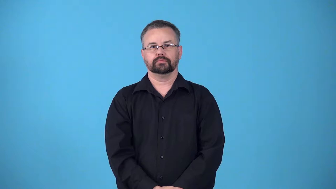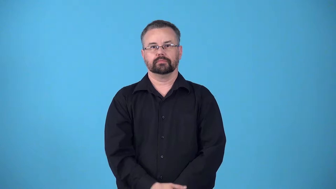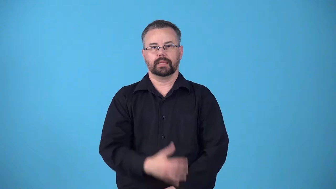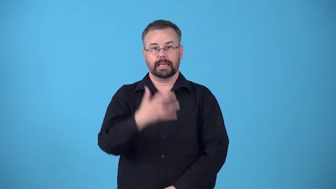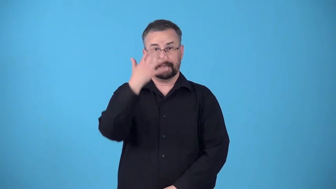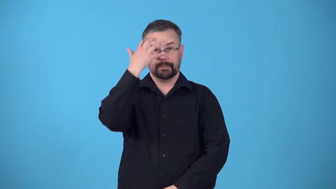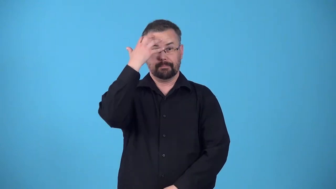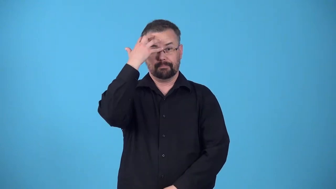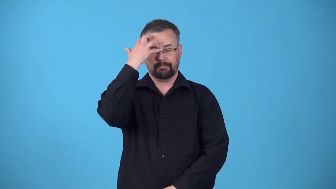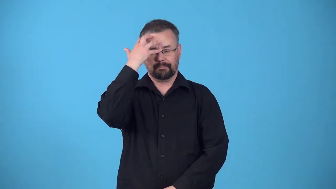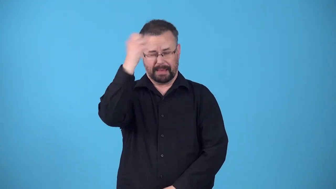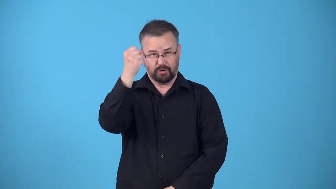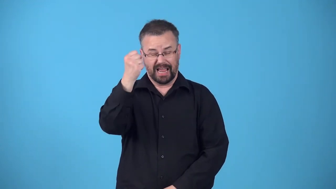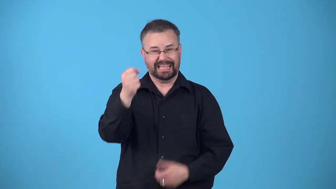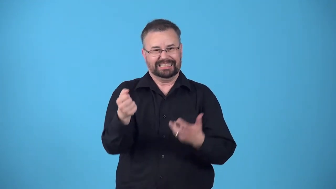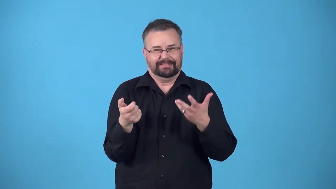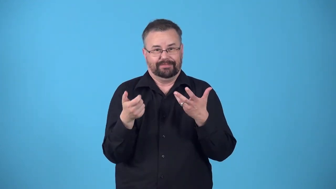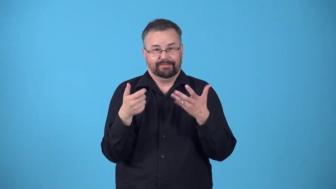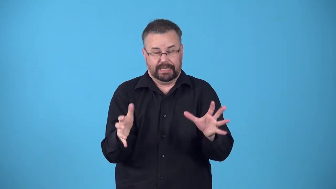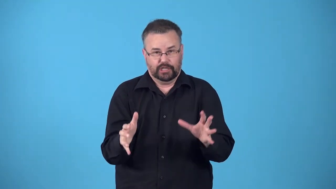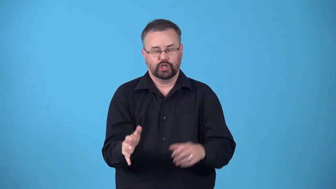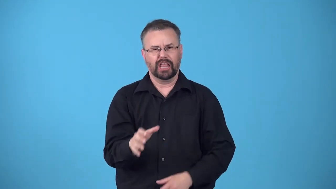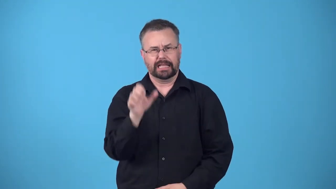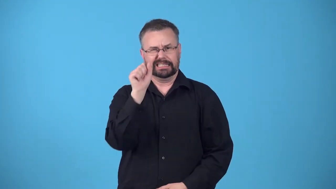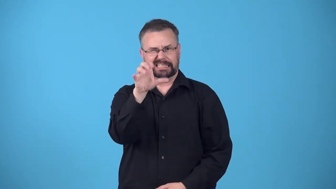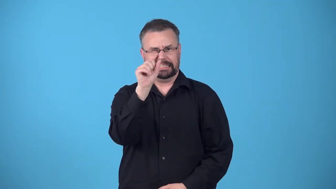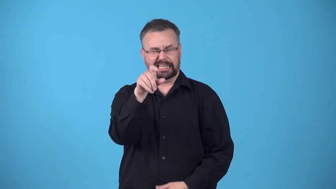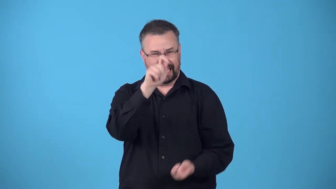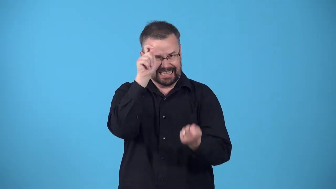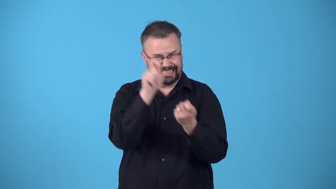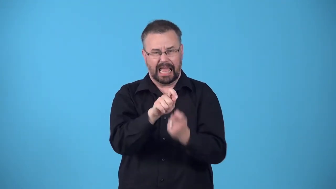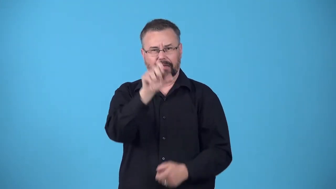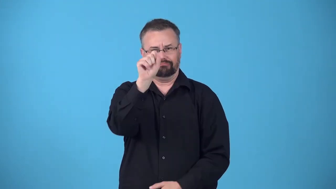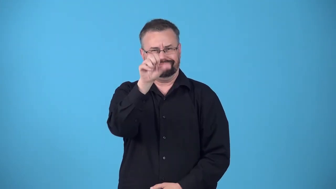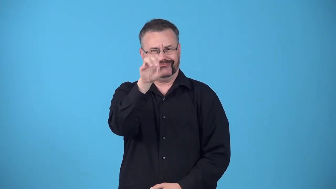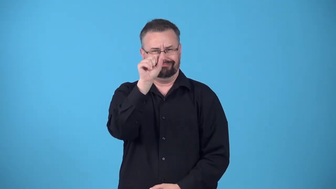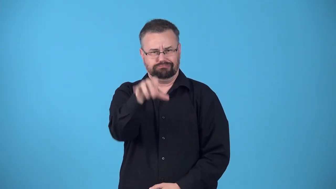regurgitate-say what is memorized